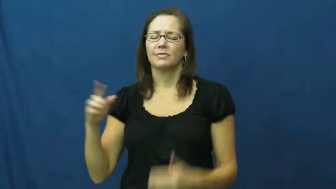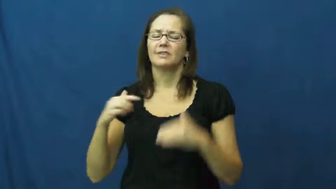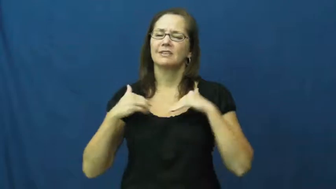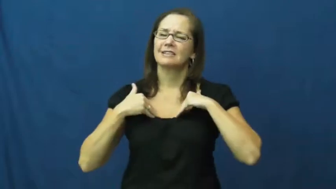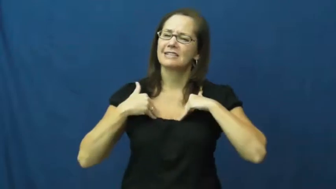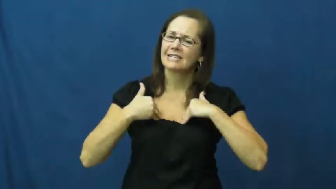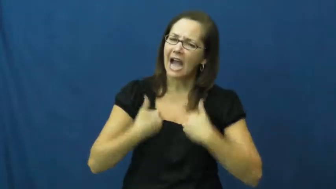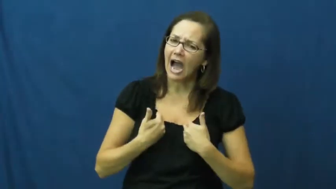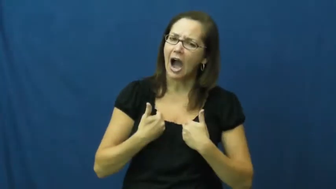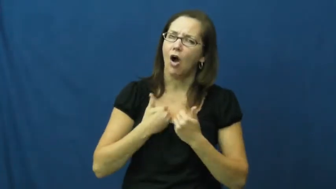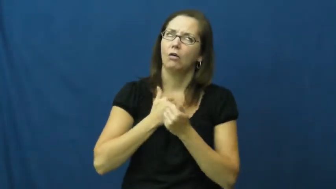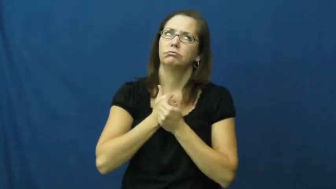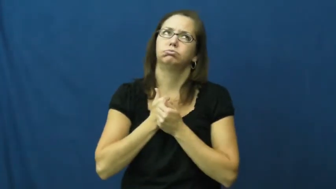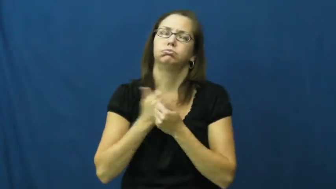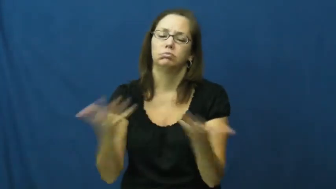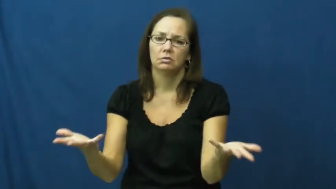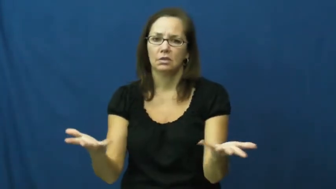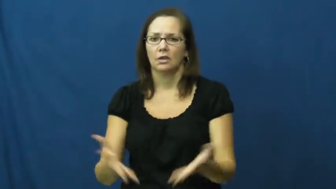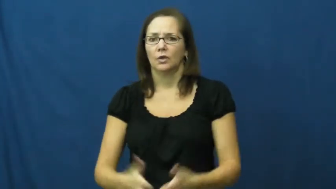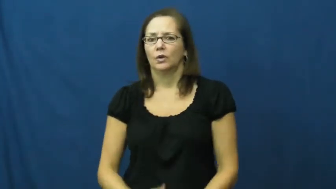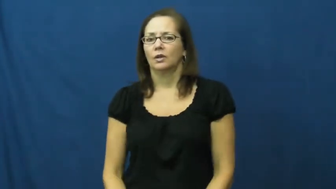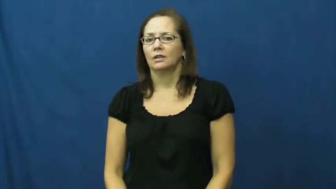exhausted,dead,burnout,frazzle,stonkered,wasted,all in,bleary